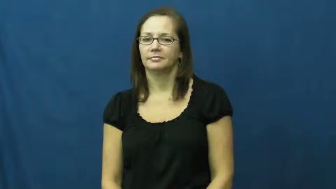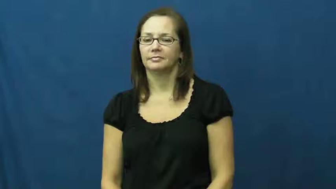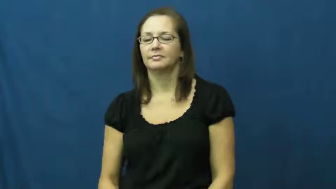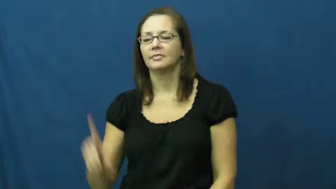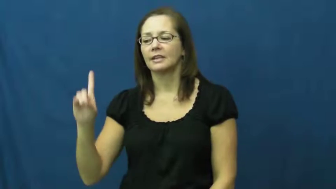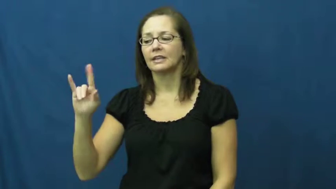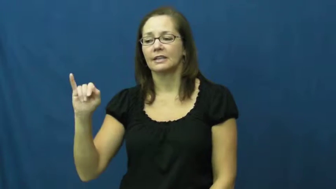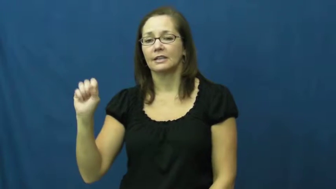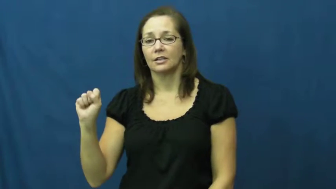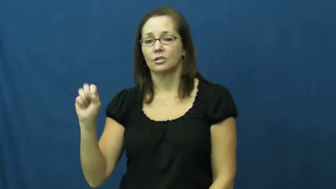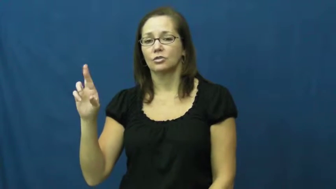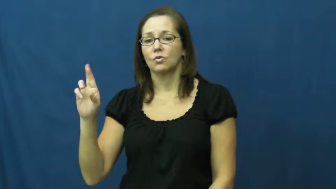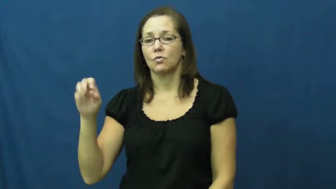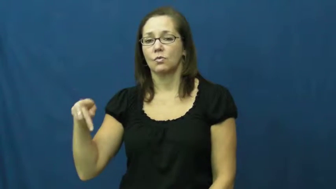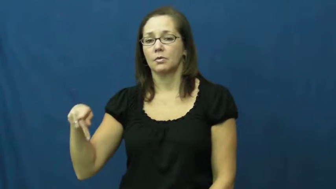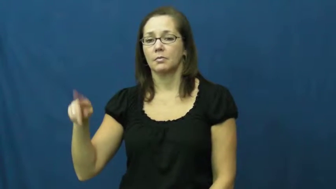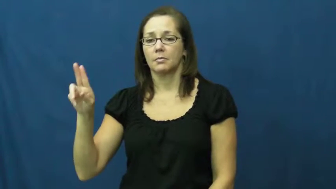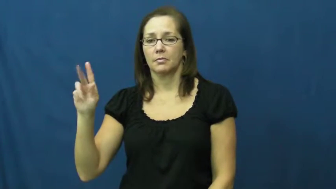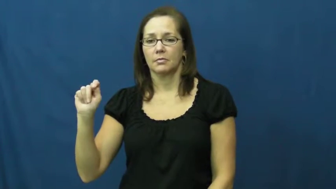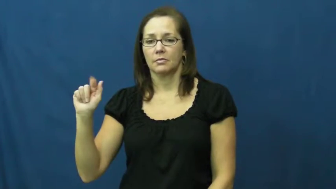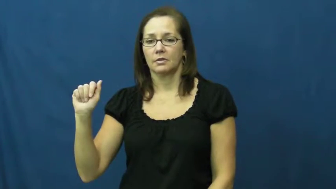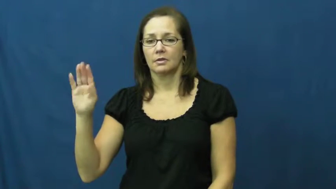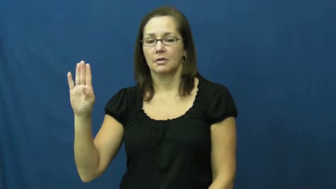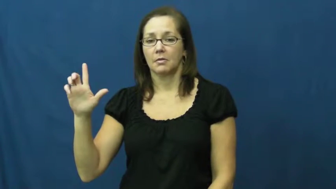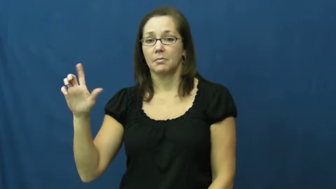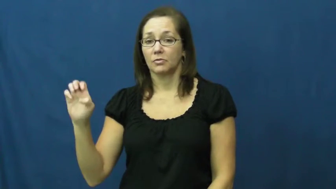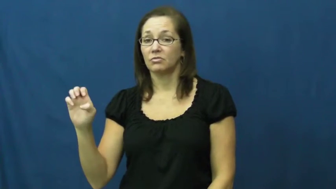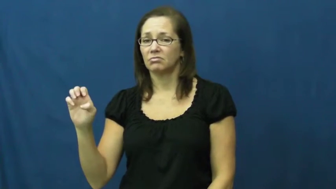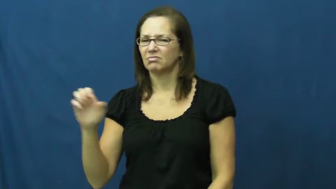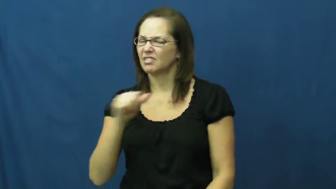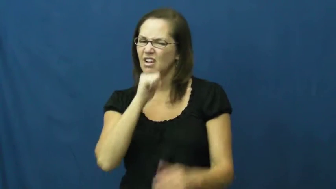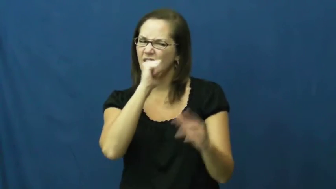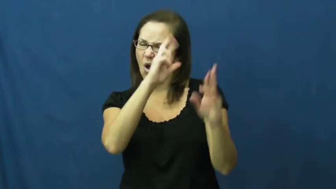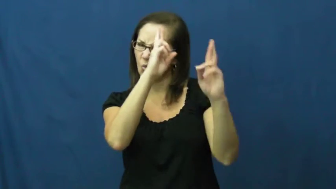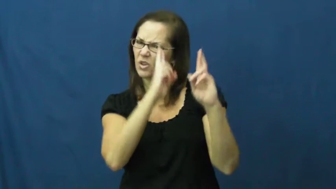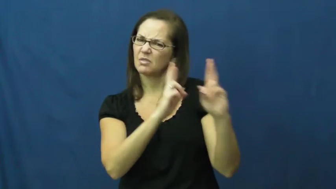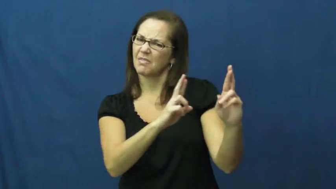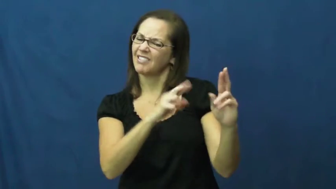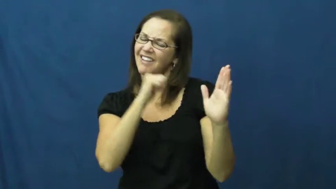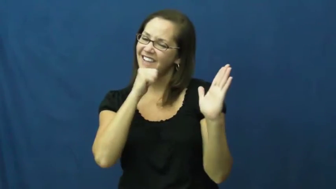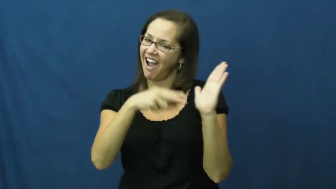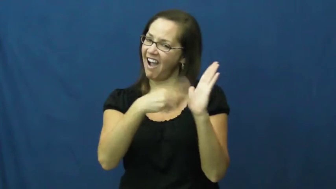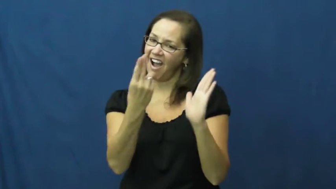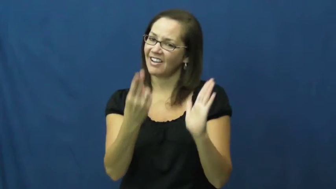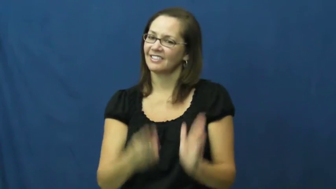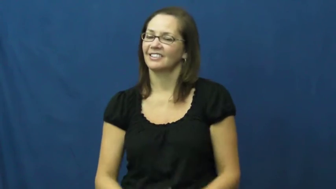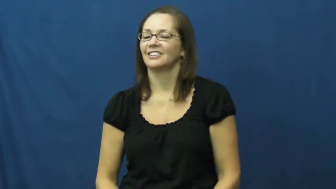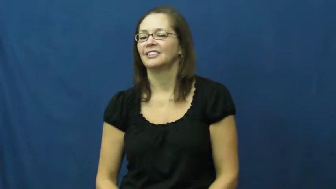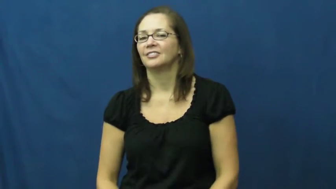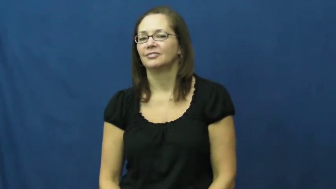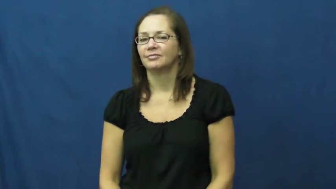disreputable